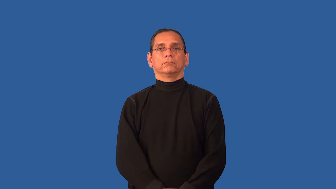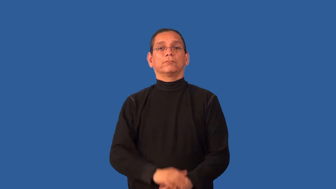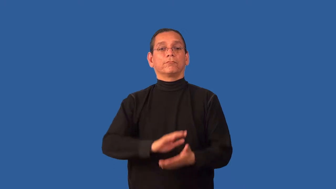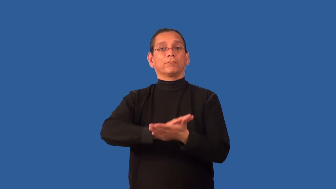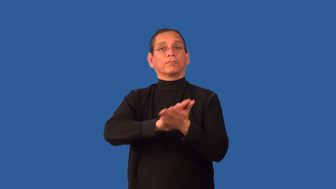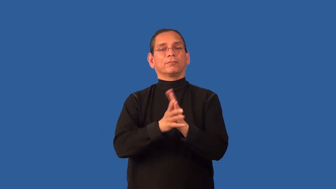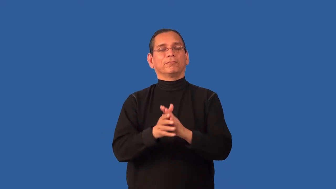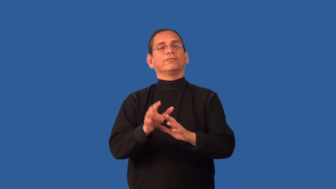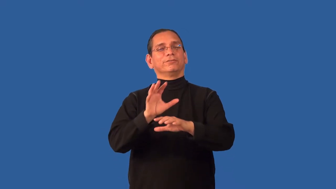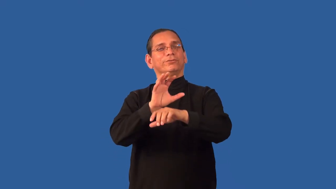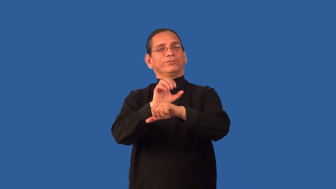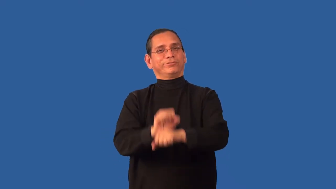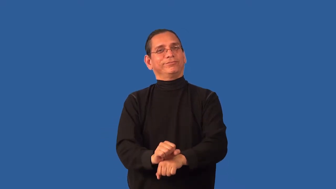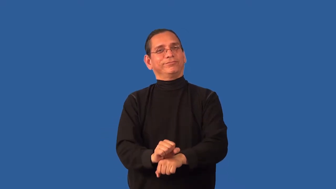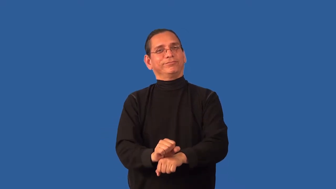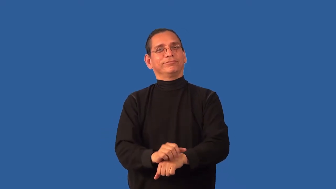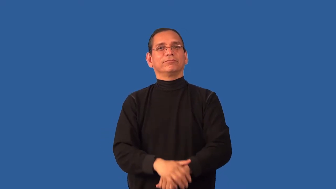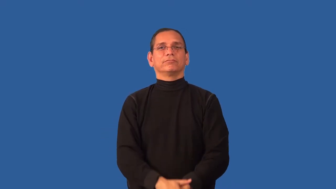acclimatize